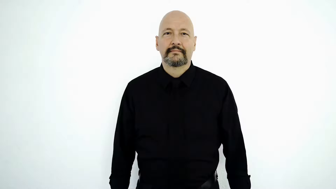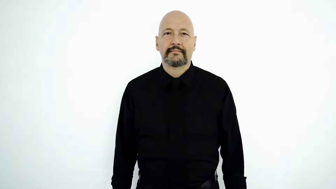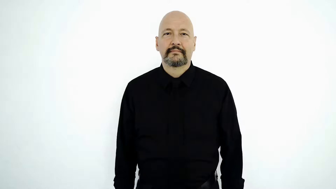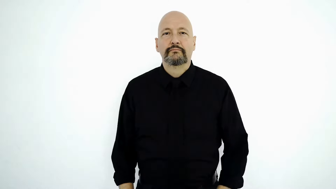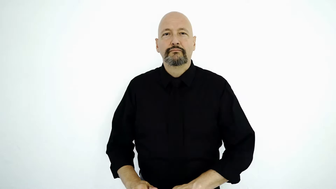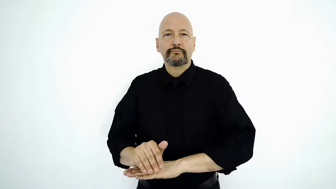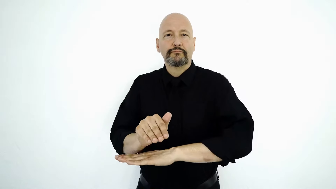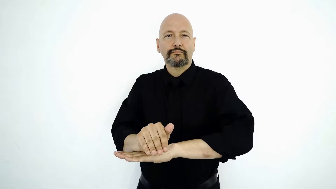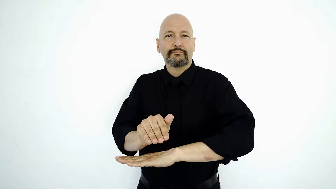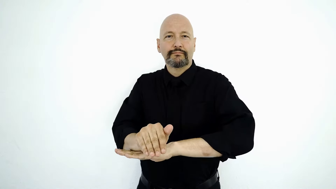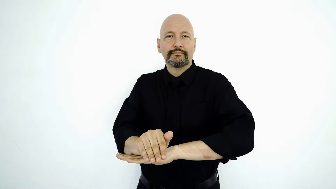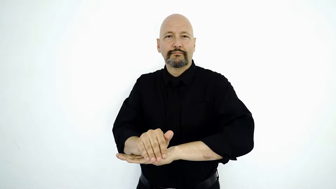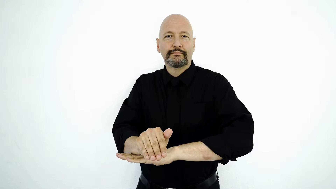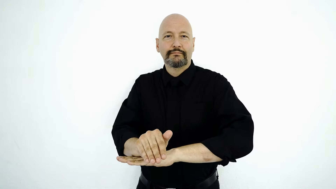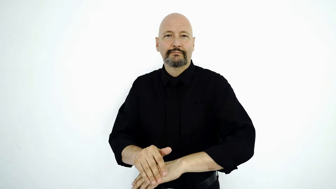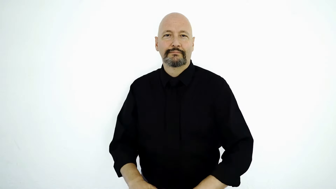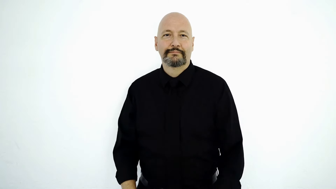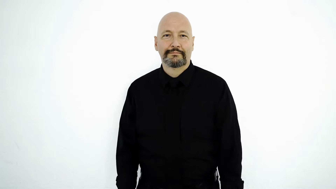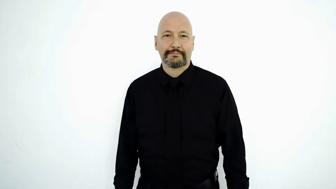EVENING-[night]